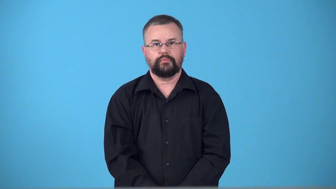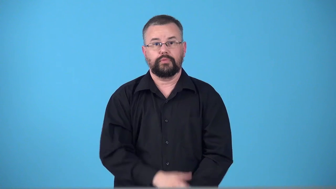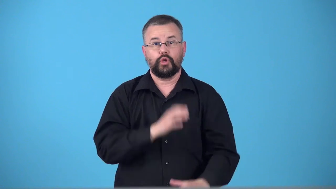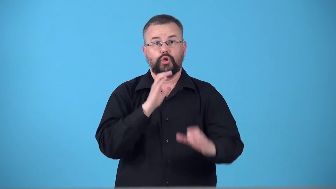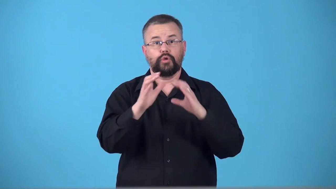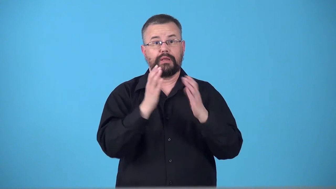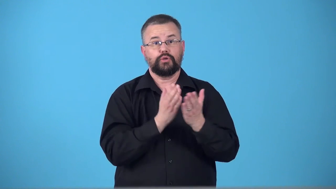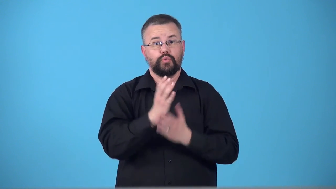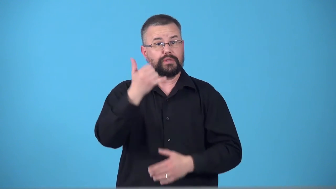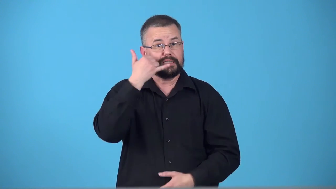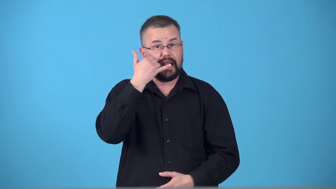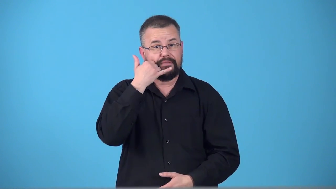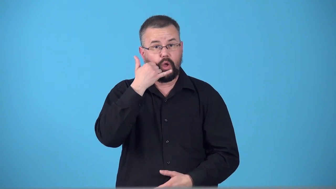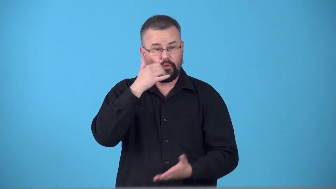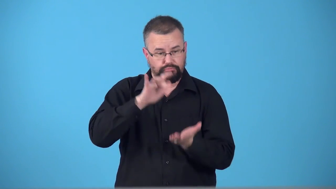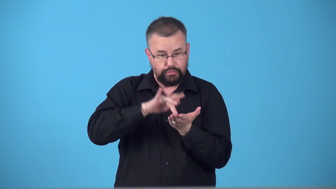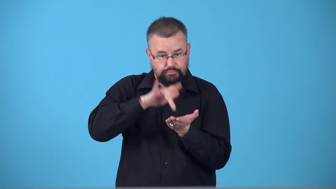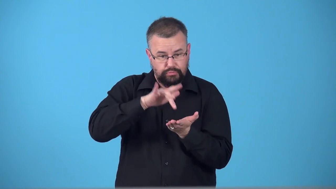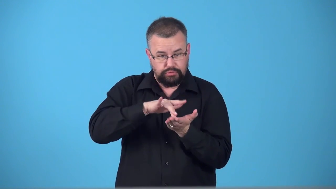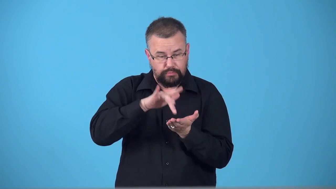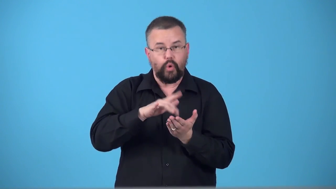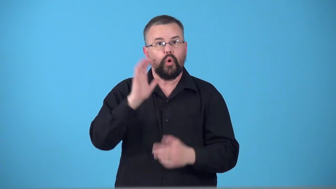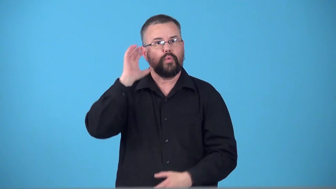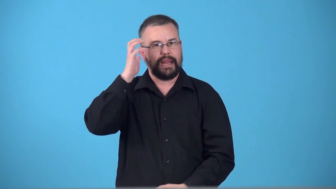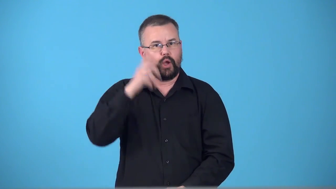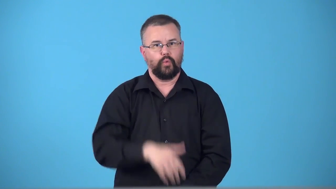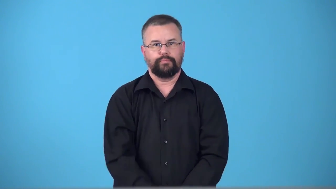telecommunication